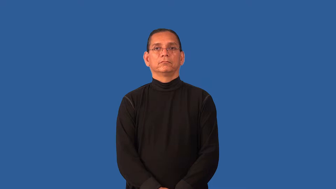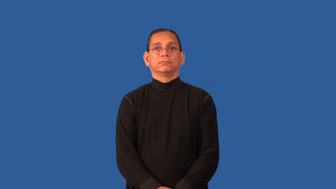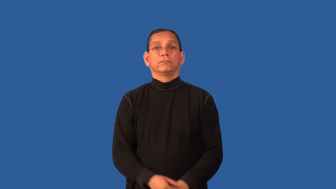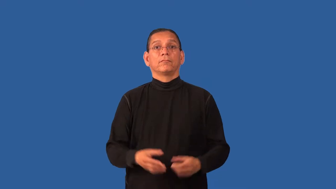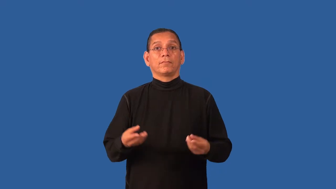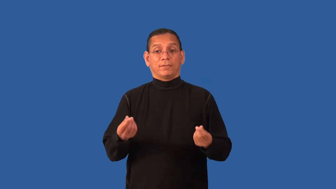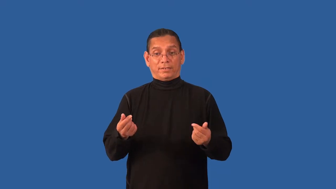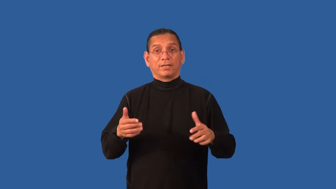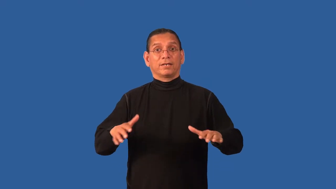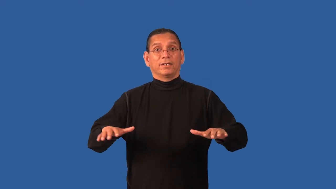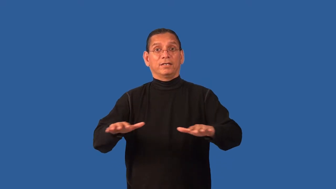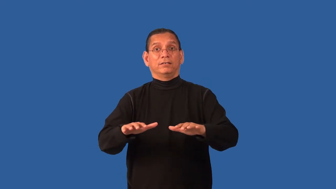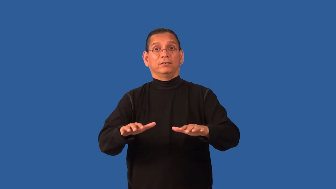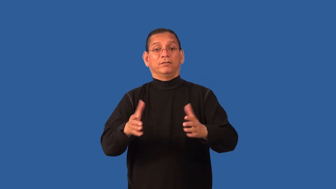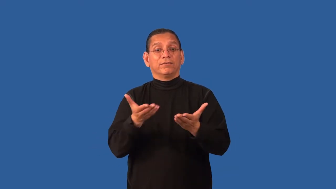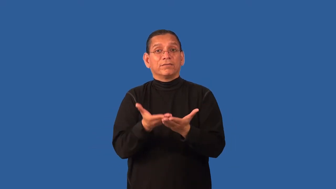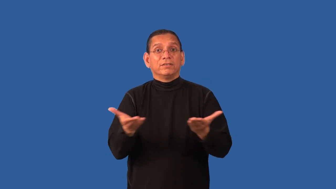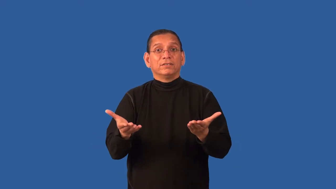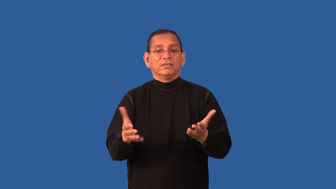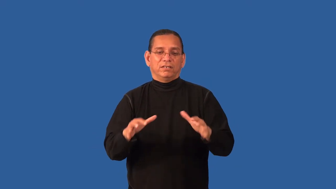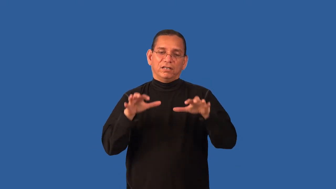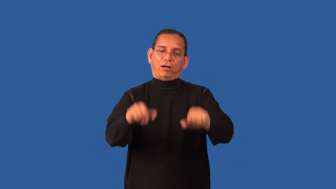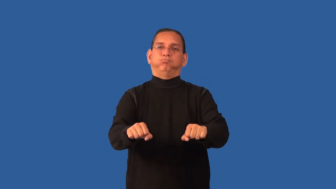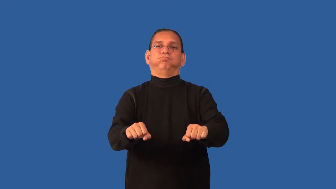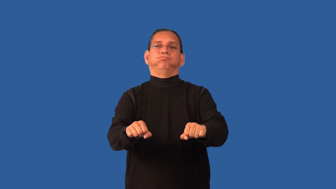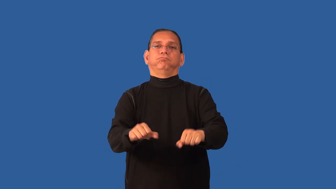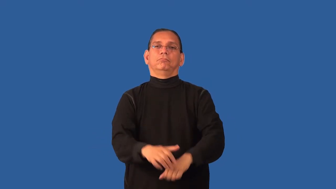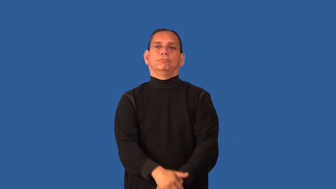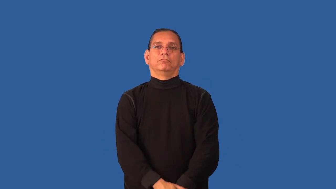dispossess